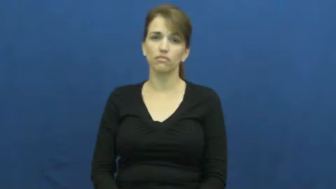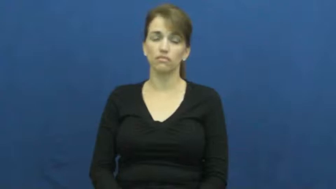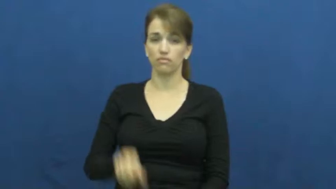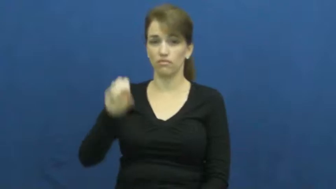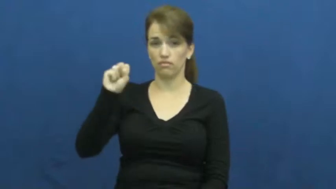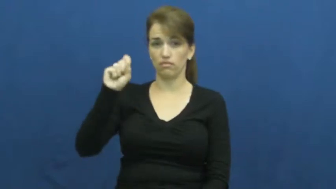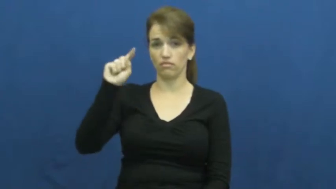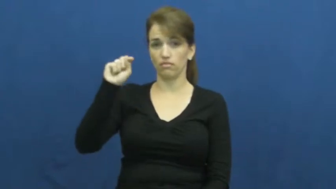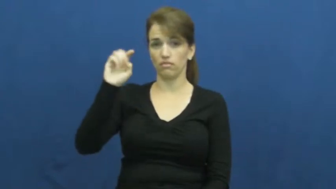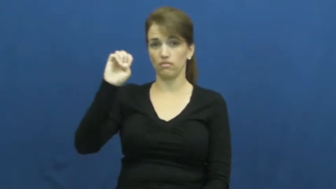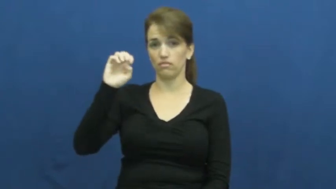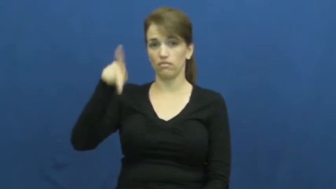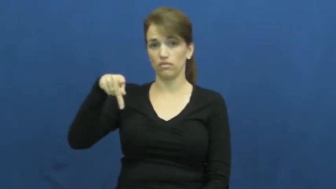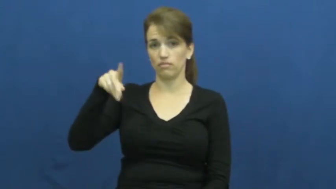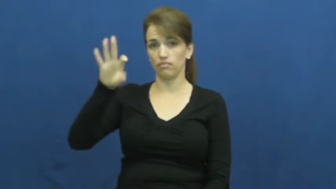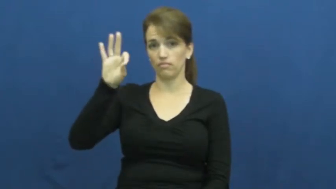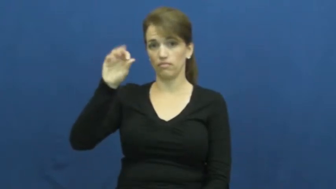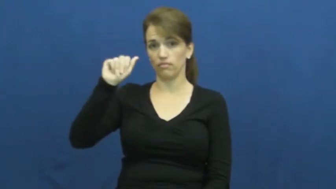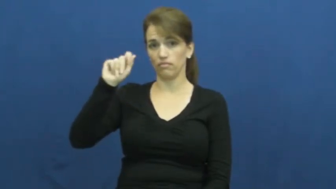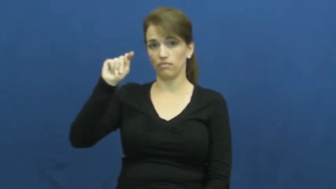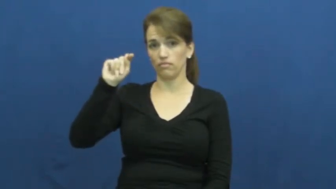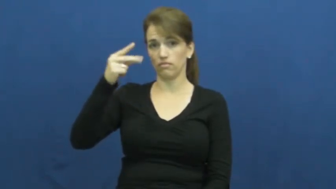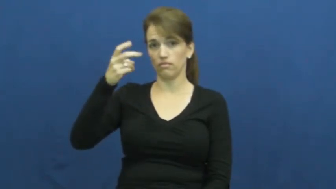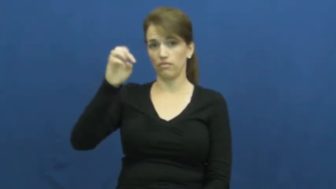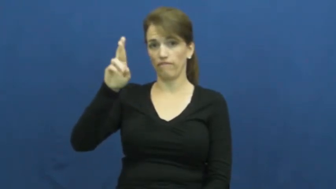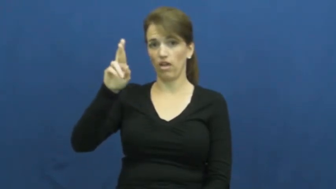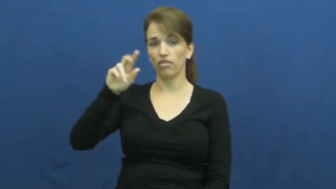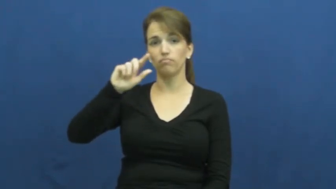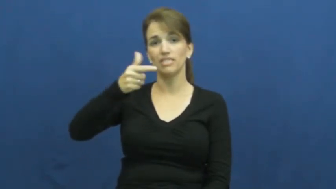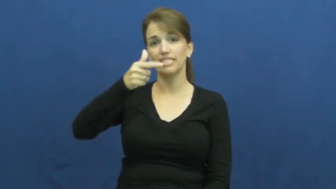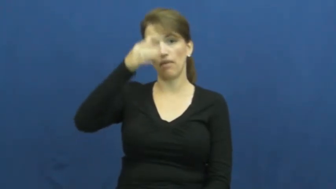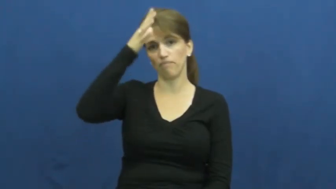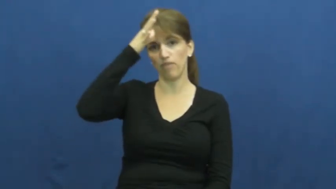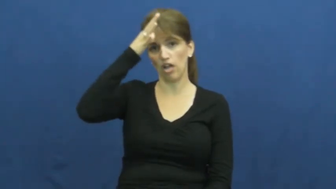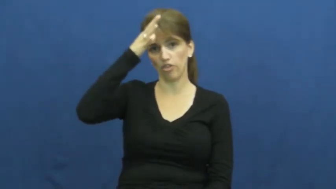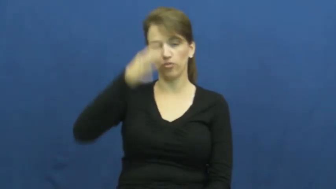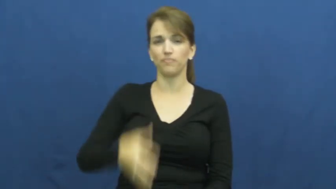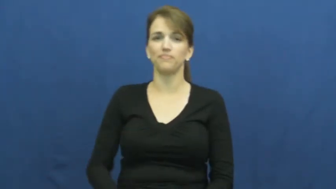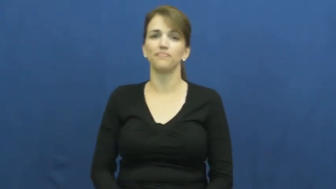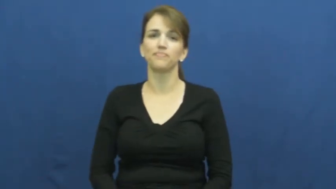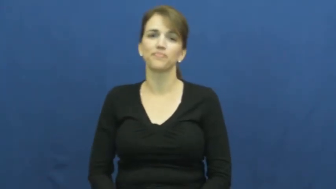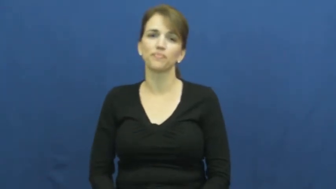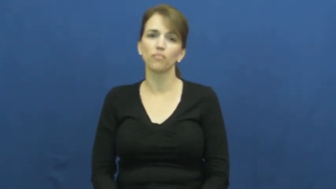stepfather